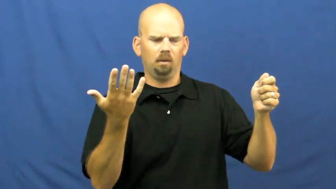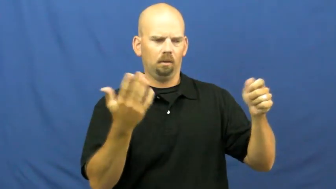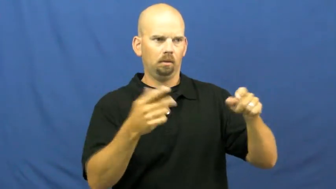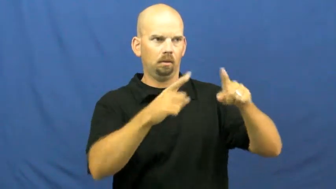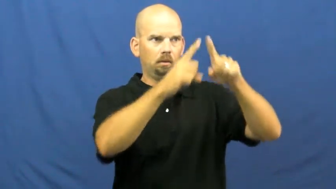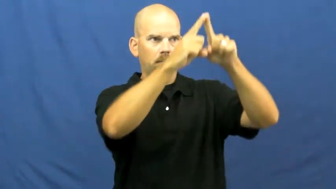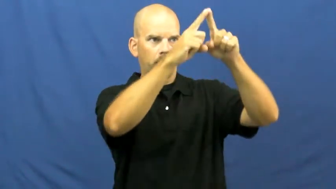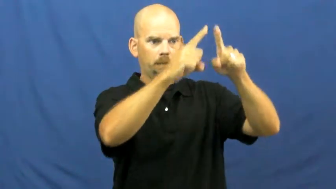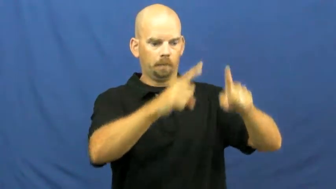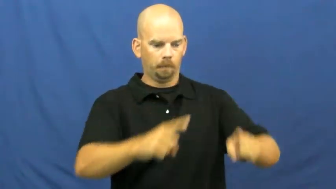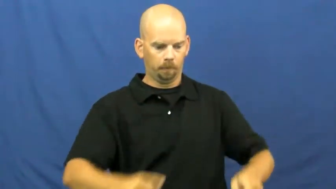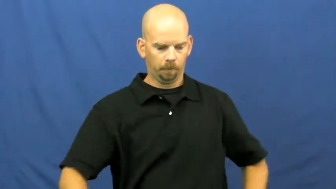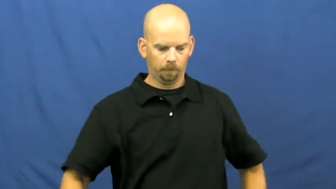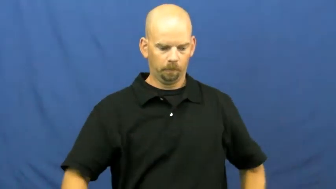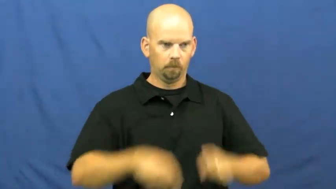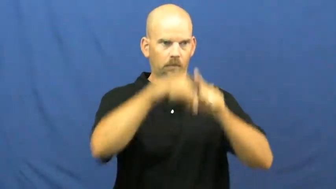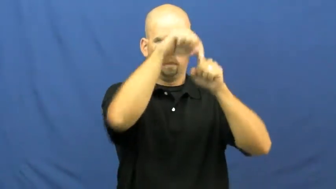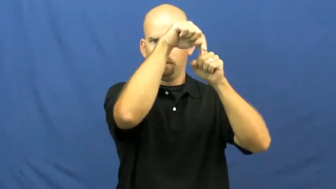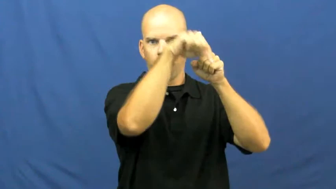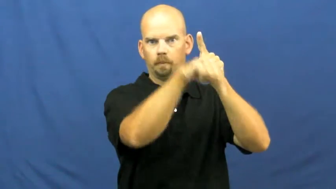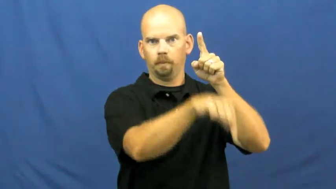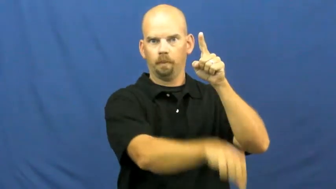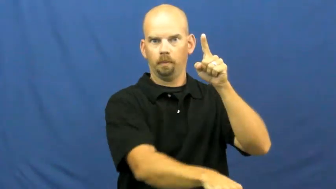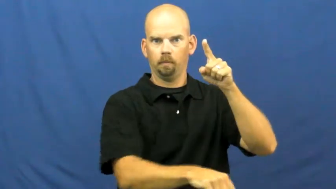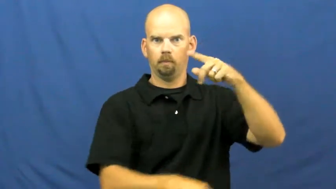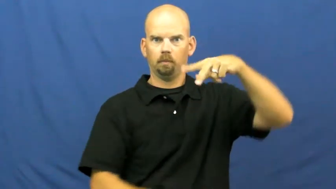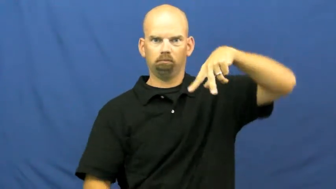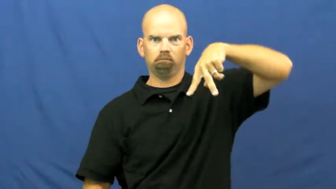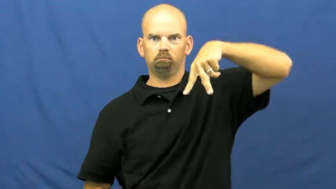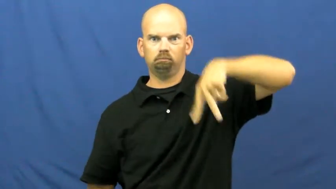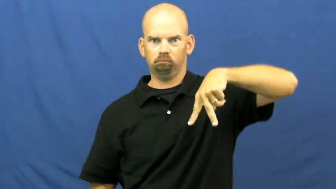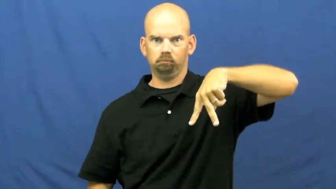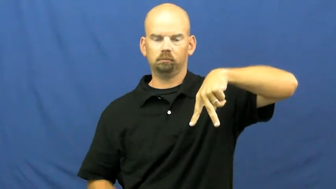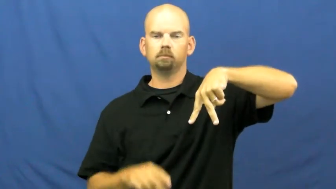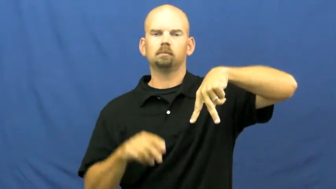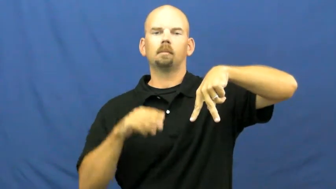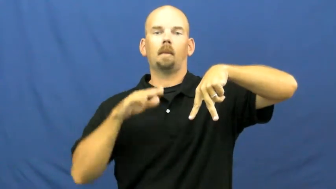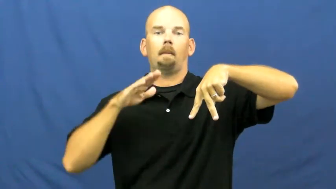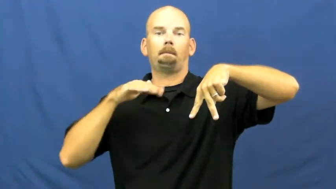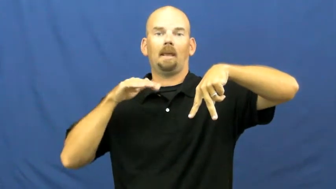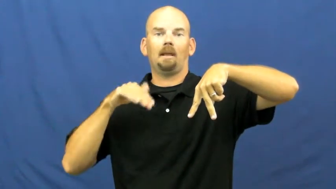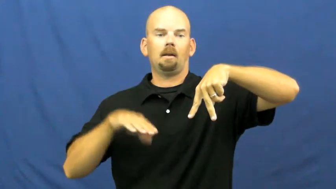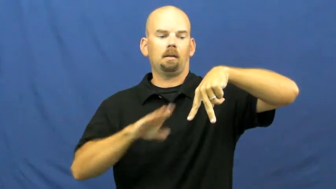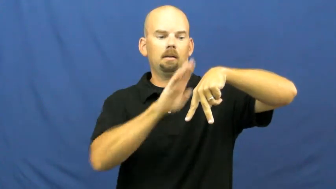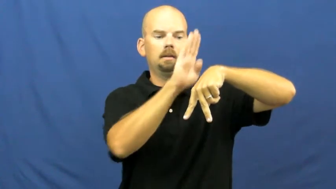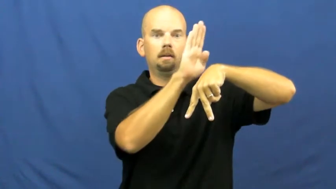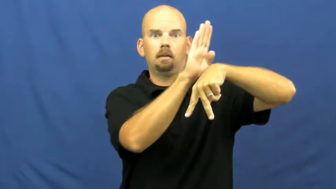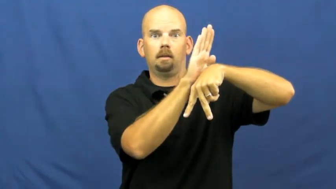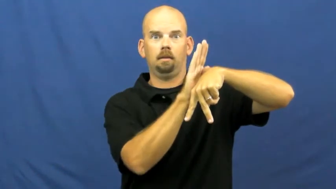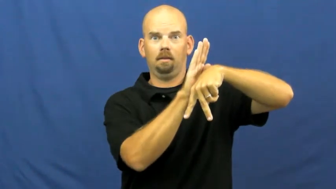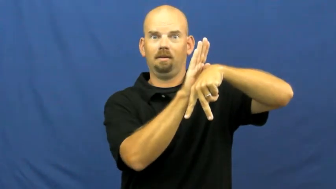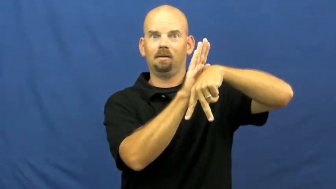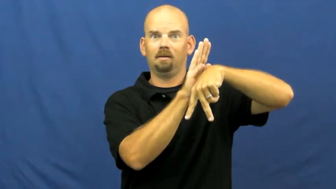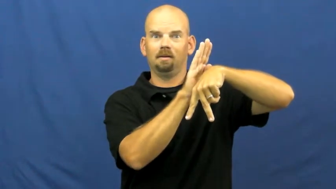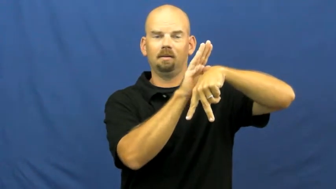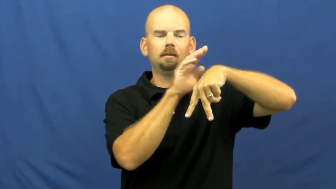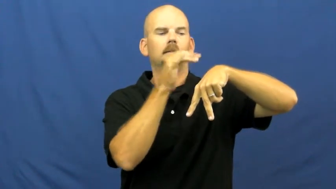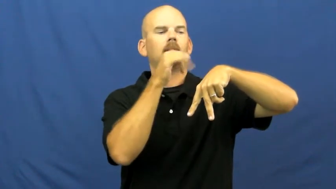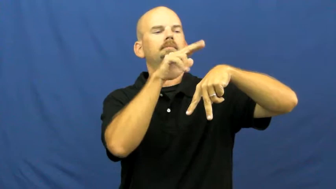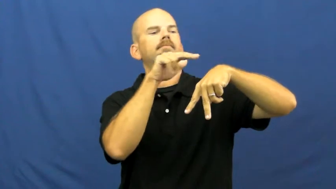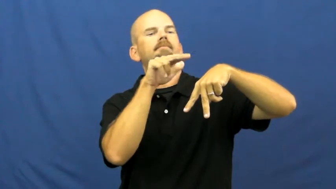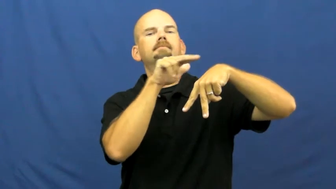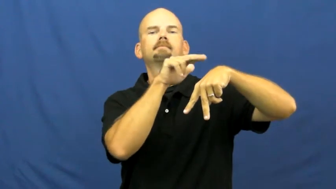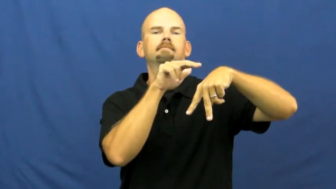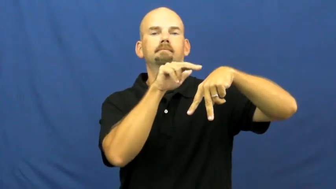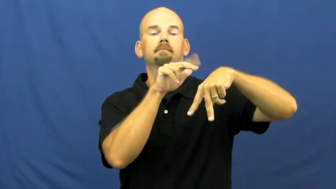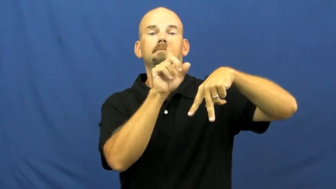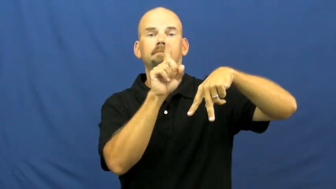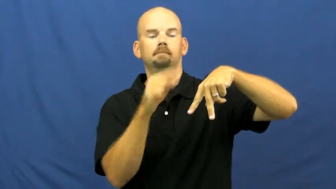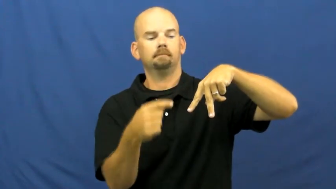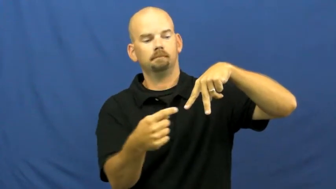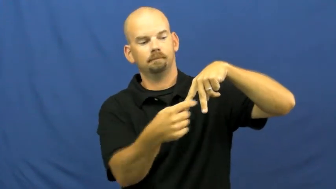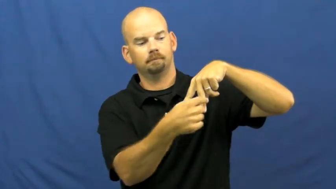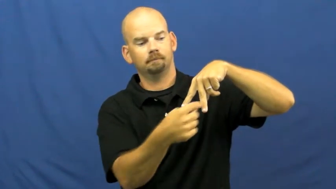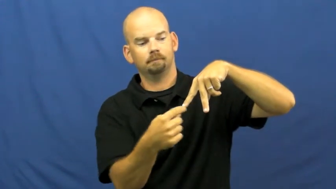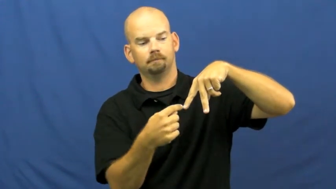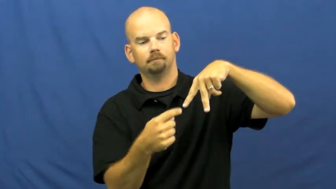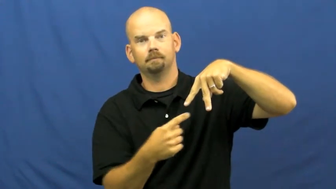easel